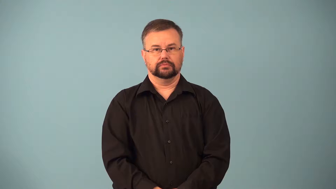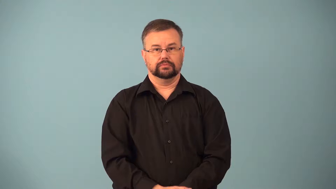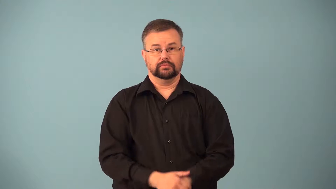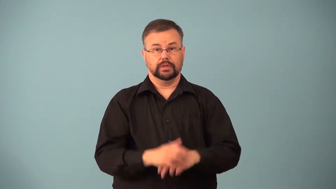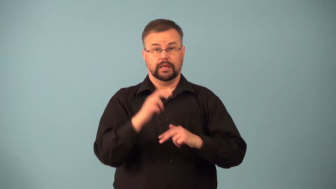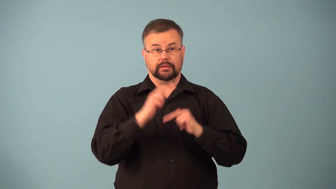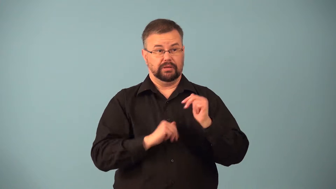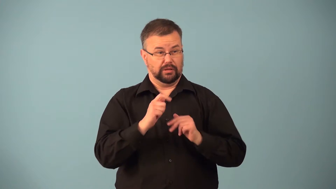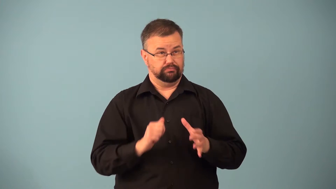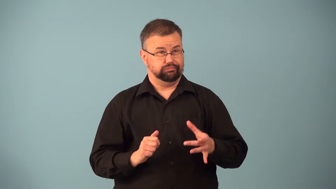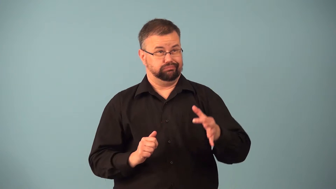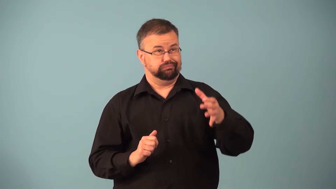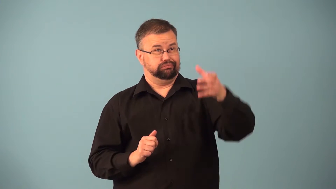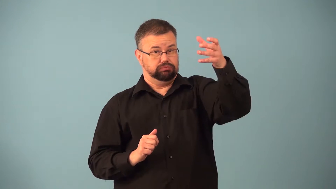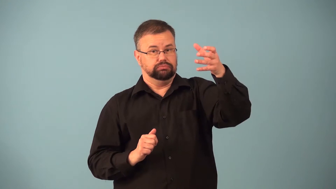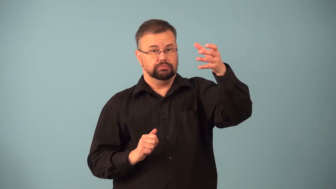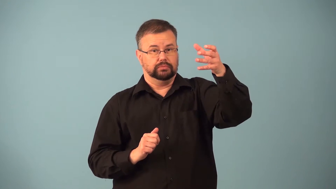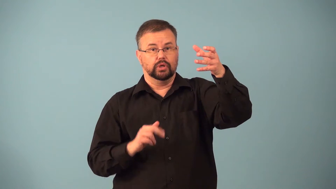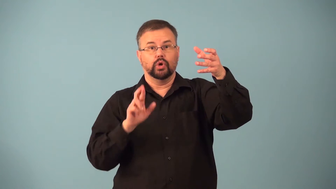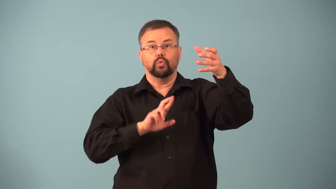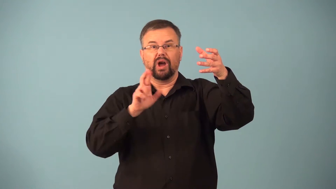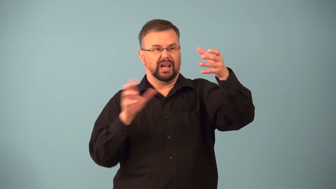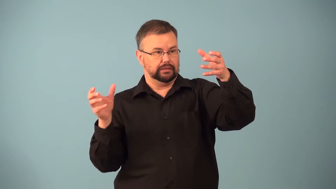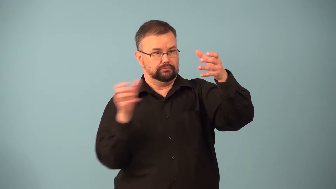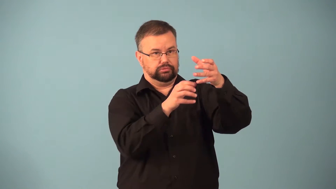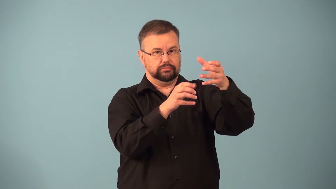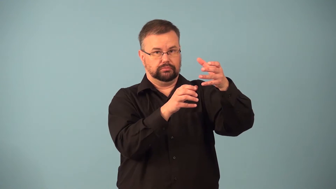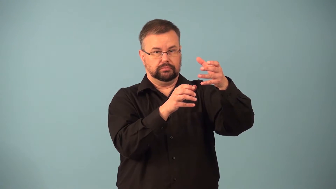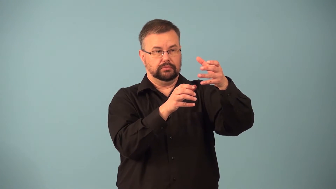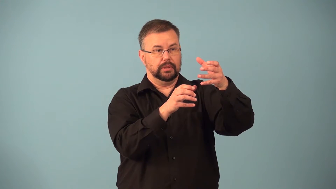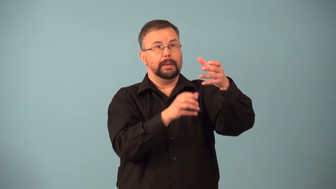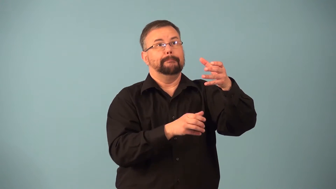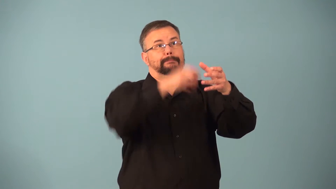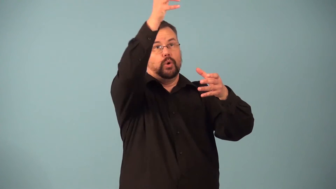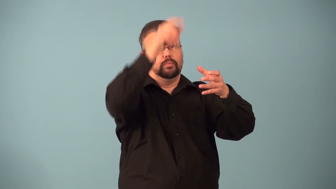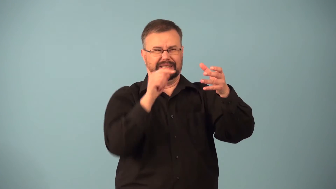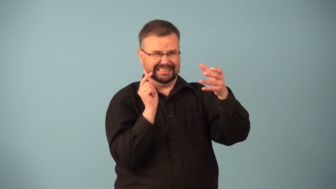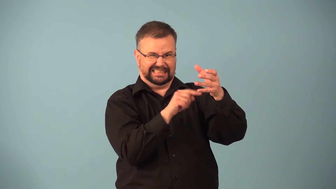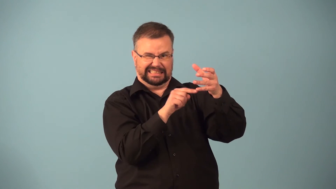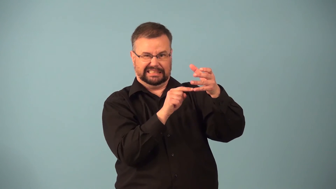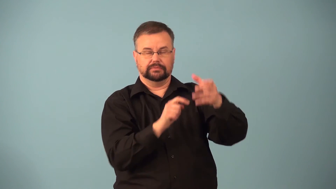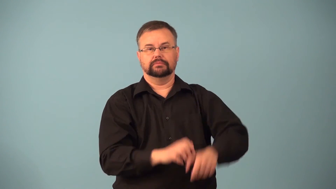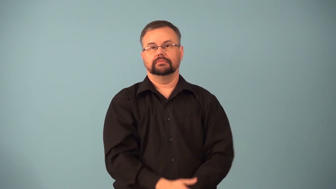launcher